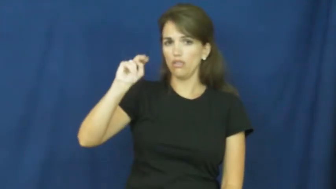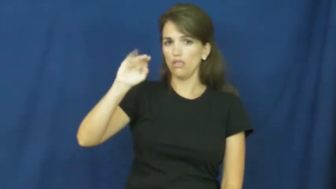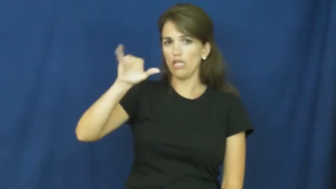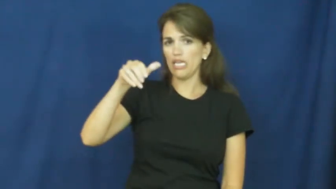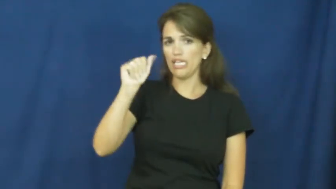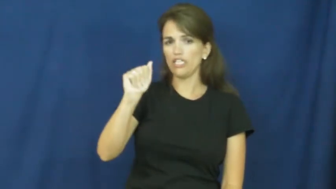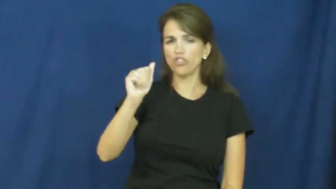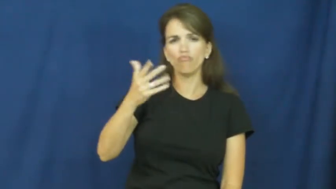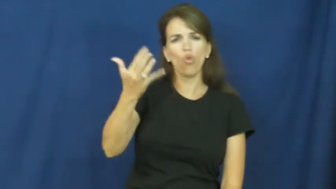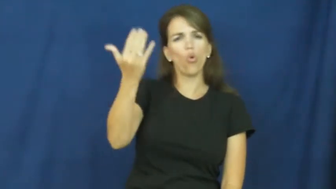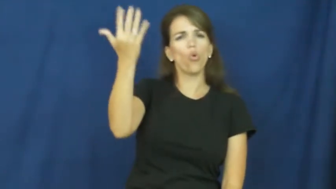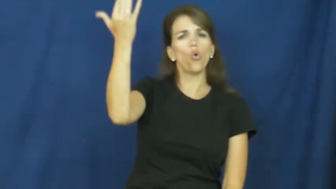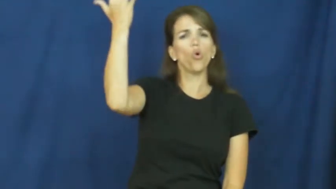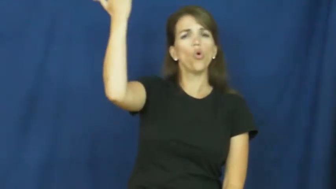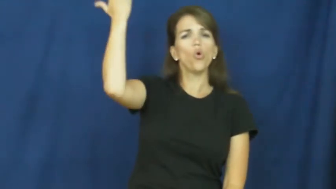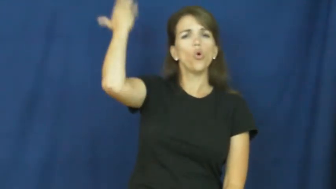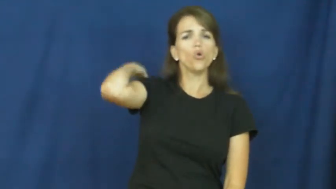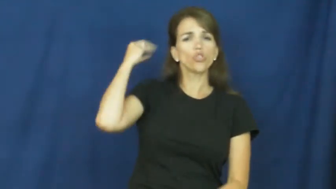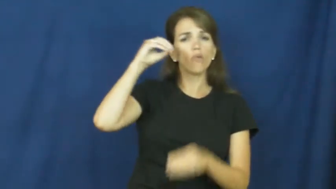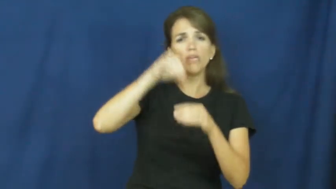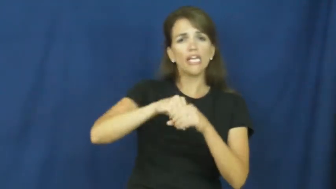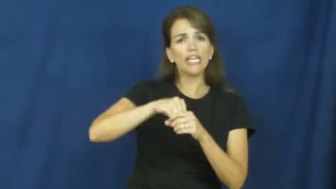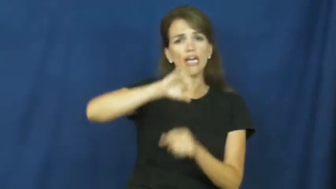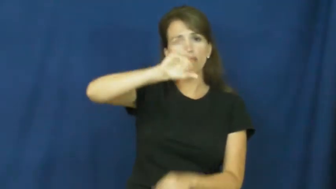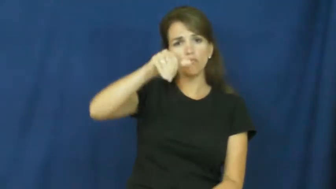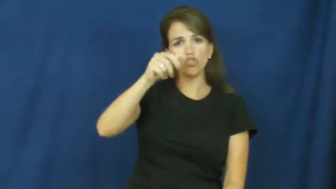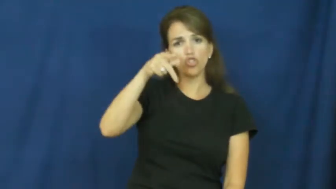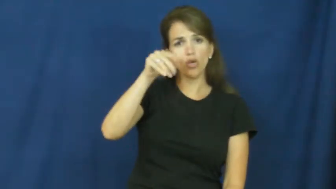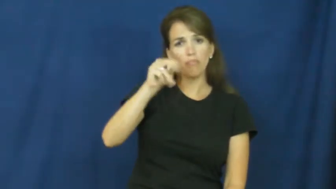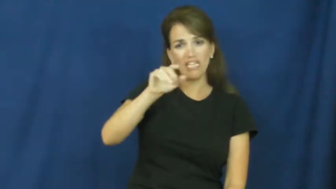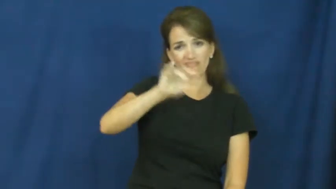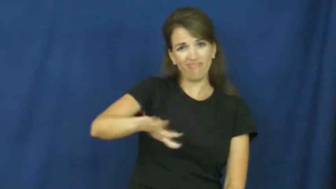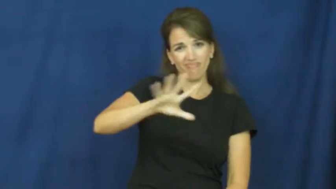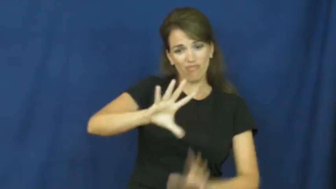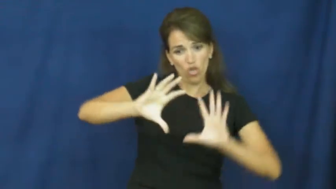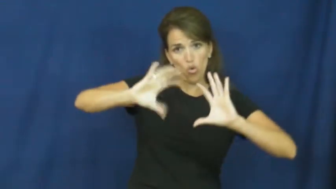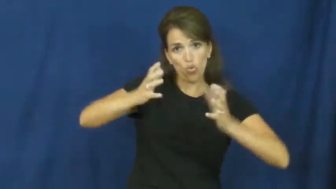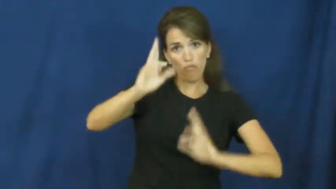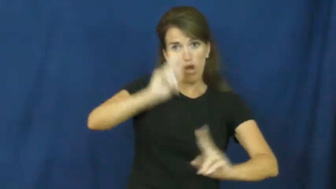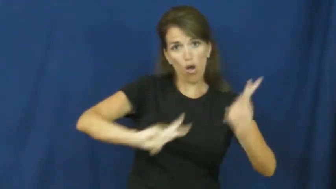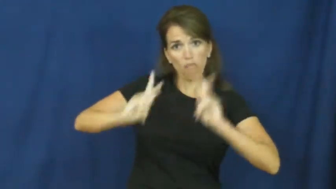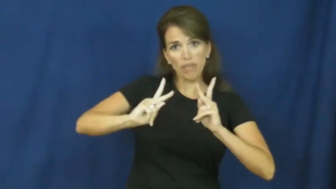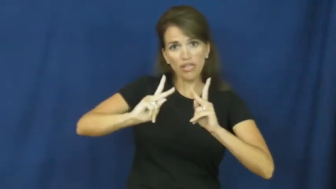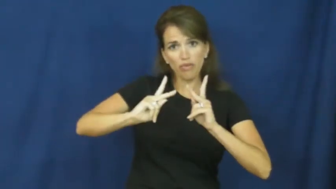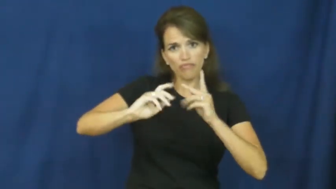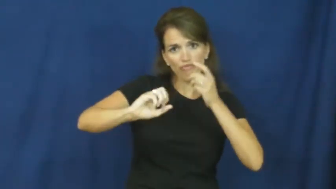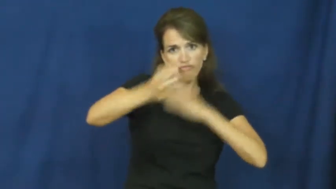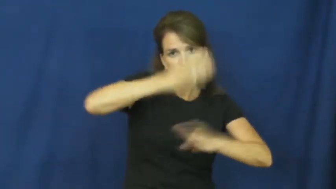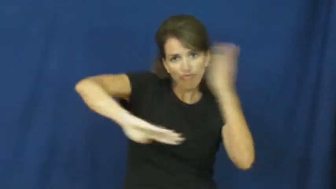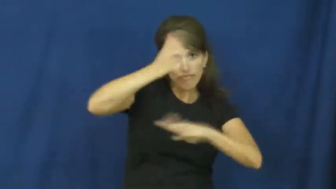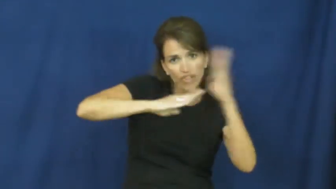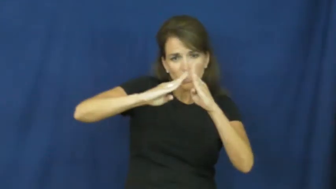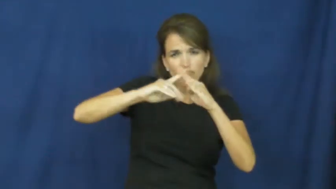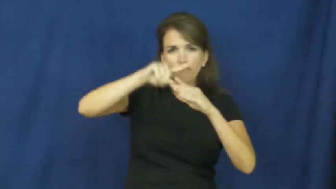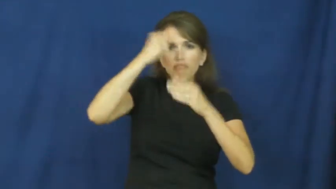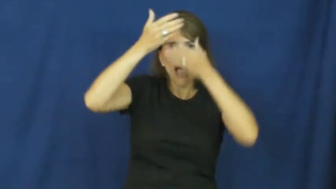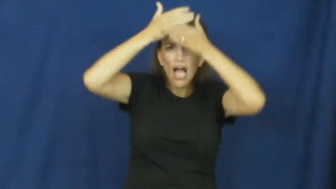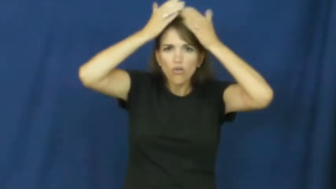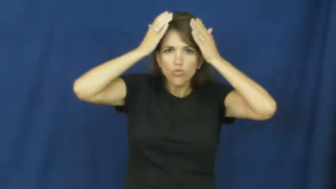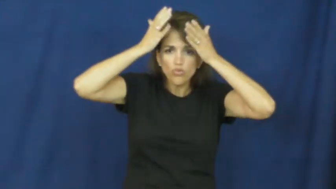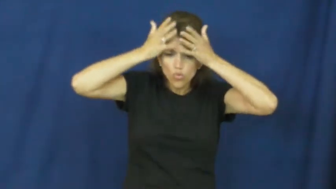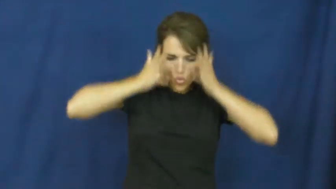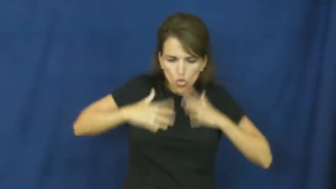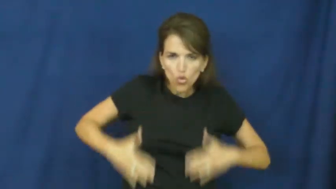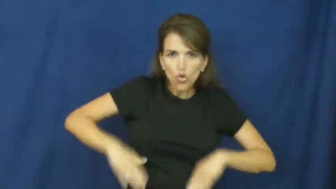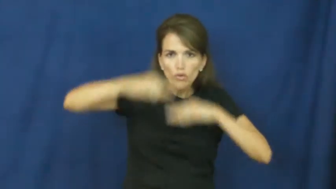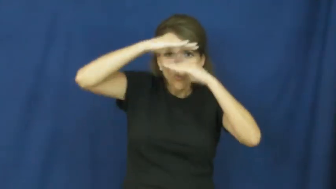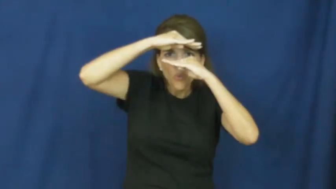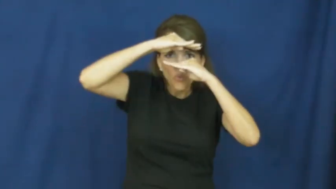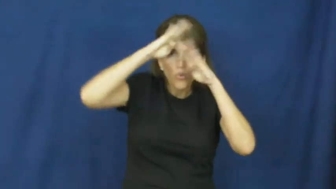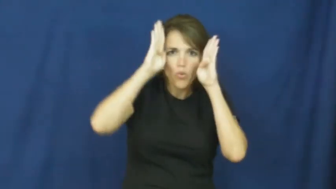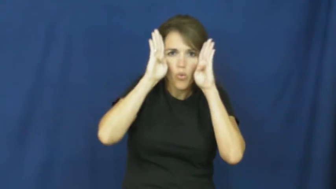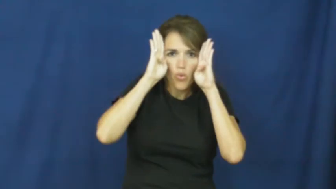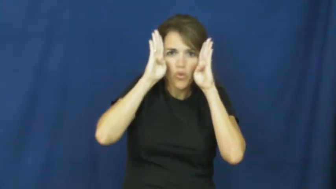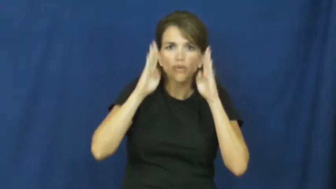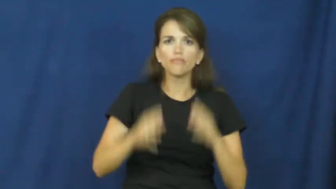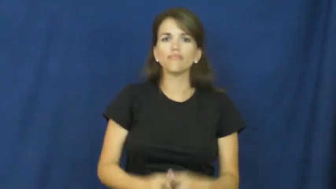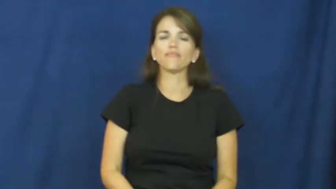ninja